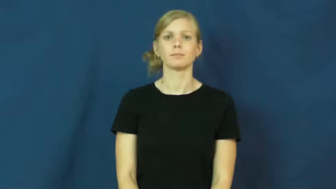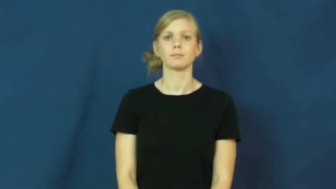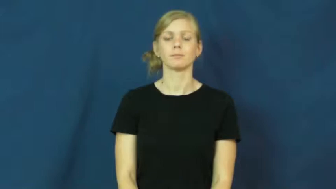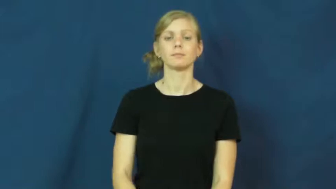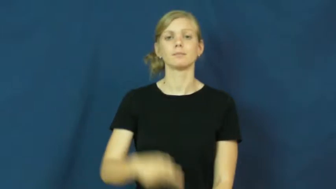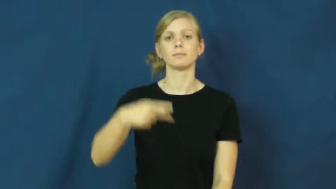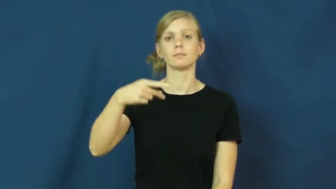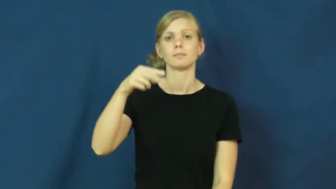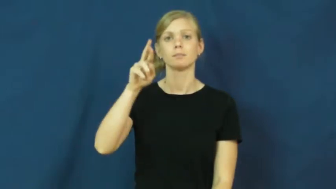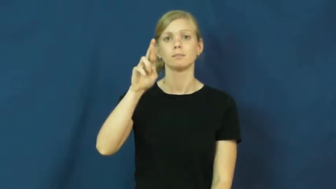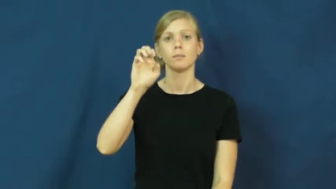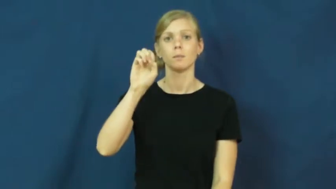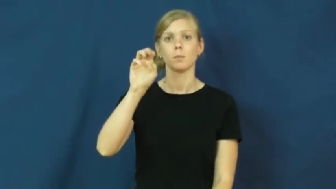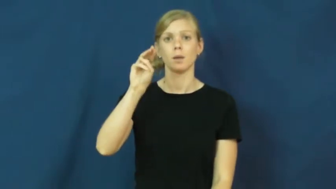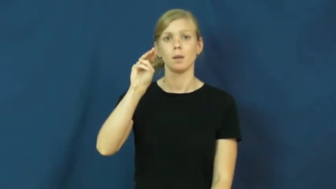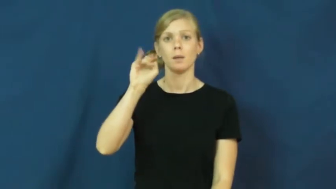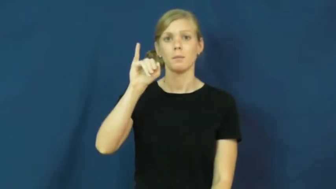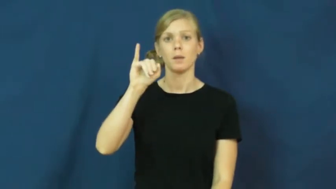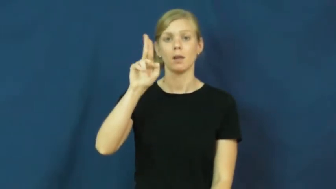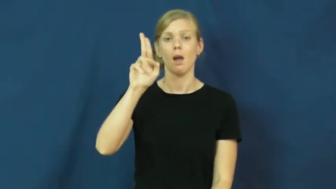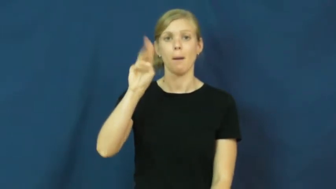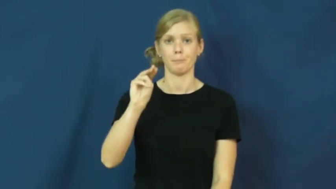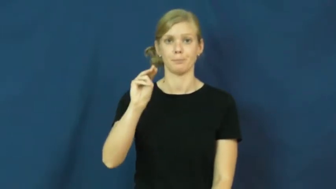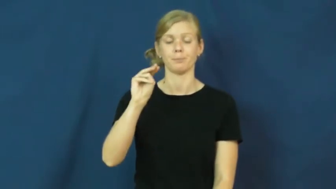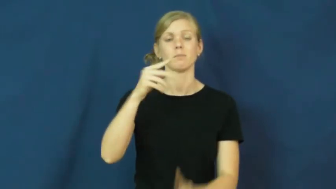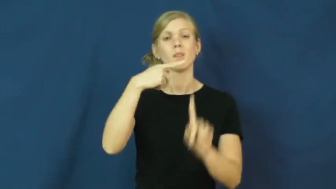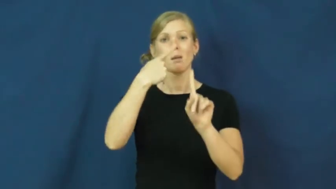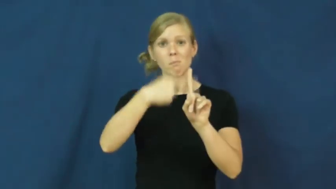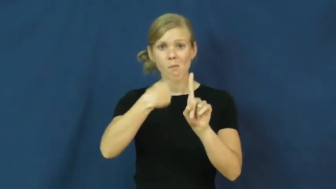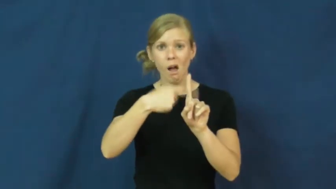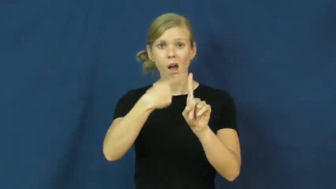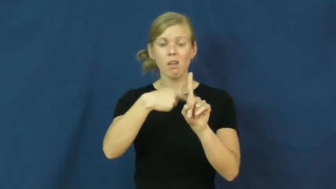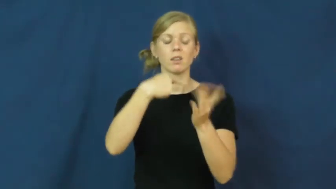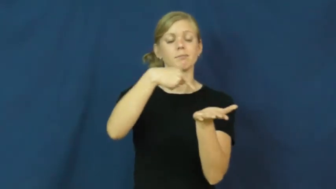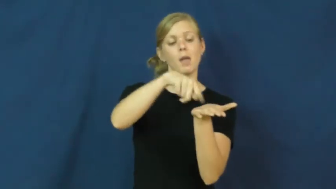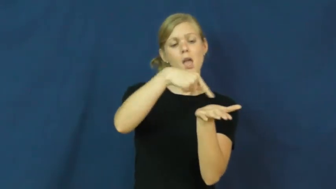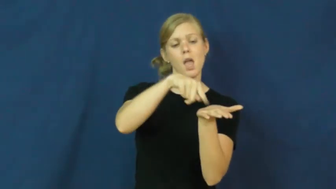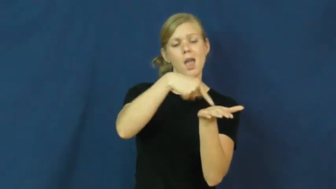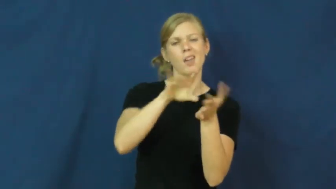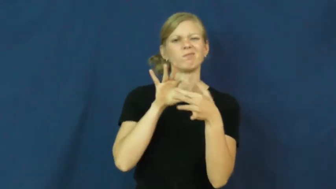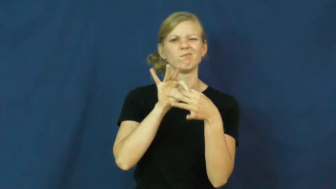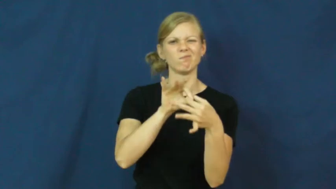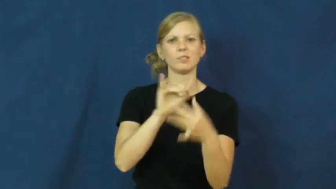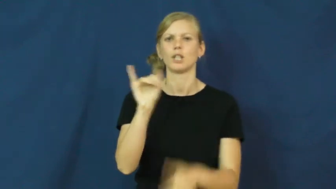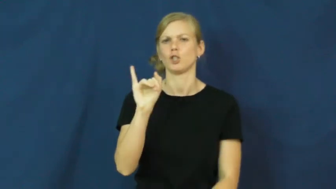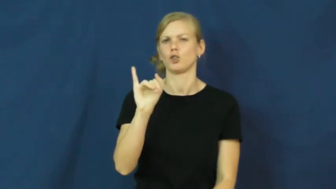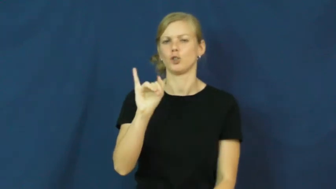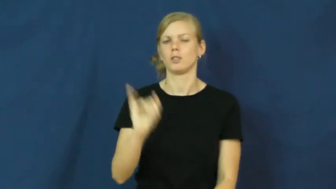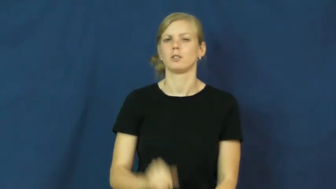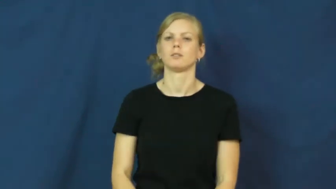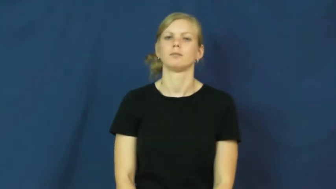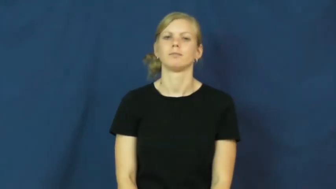premium-insurance